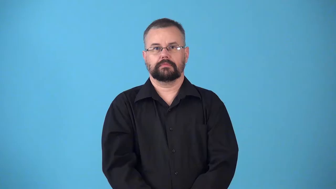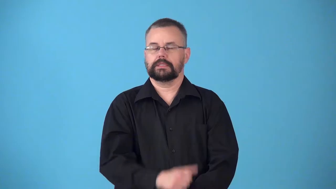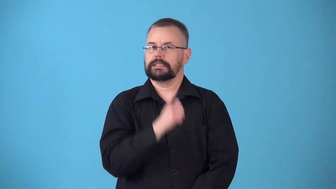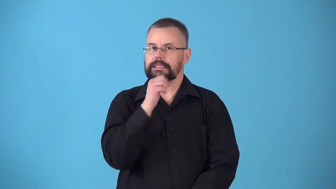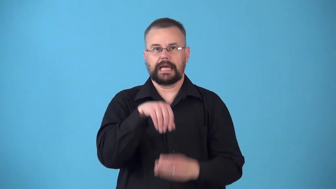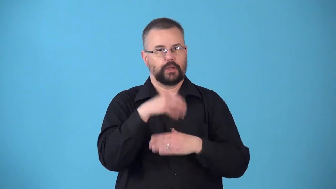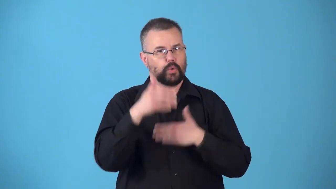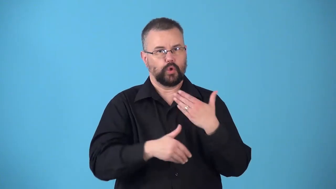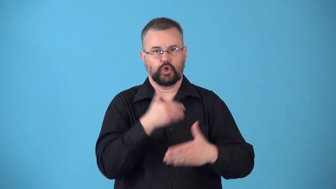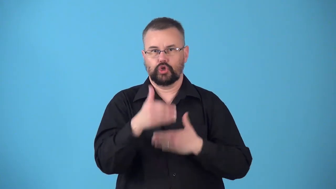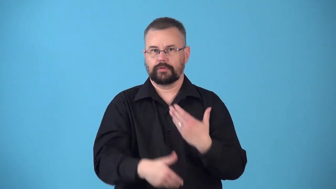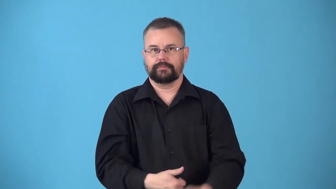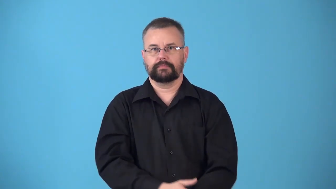nonconsecutive